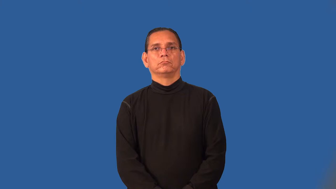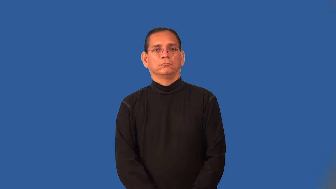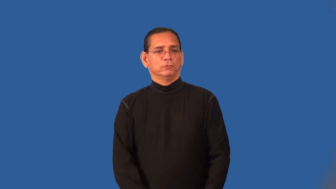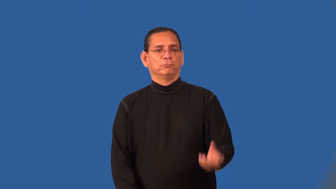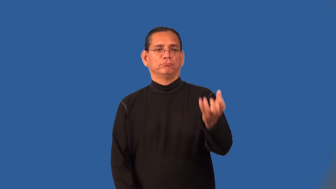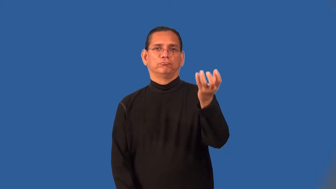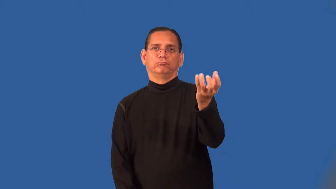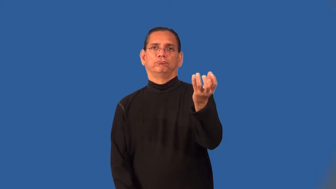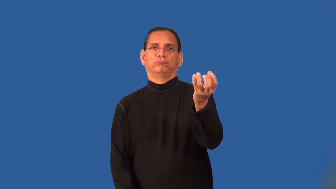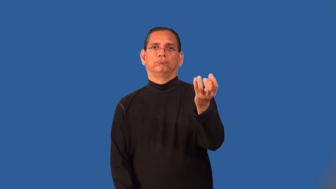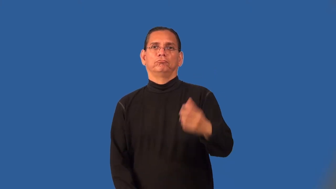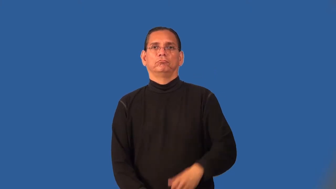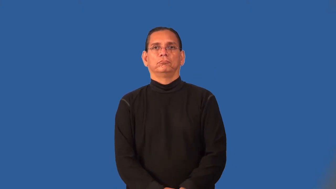palm-hold ball